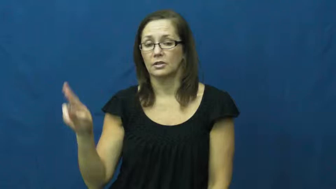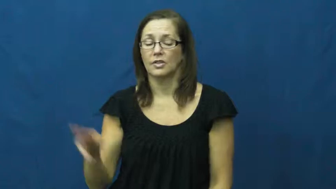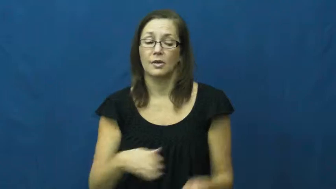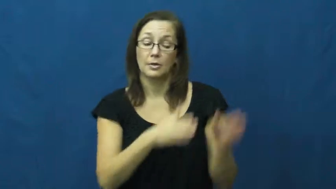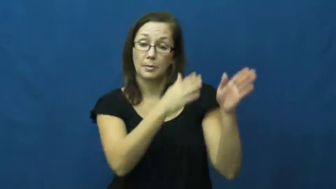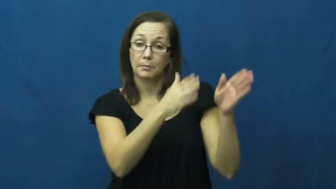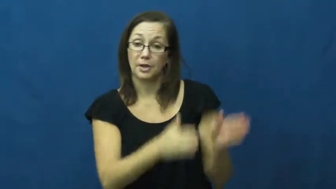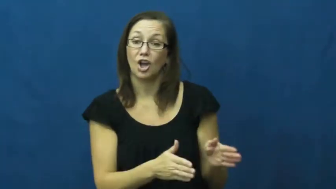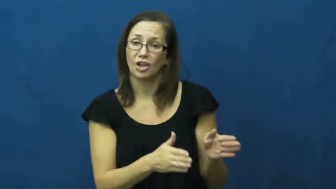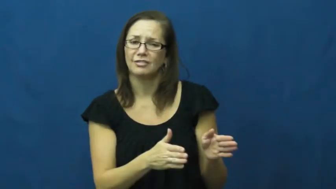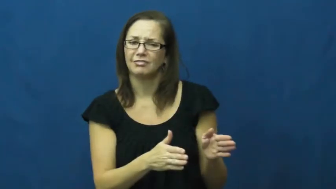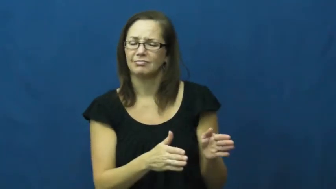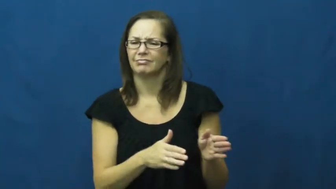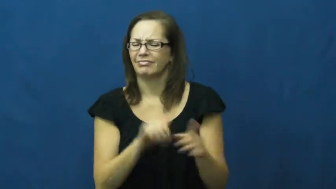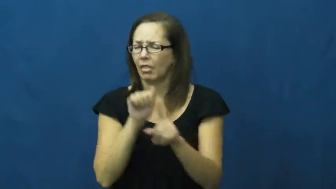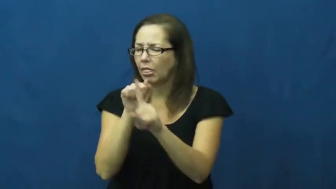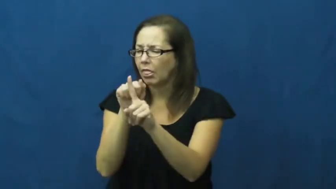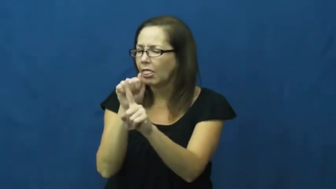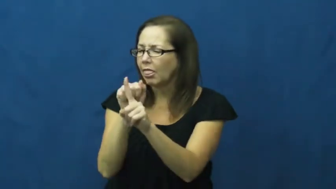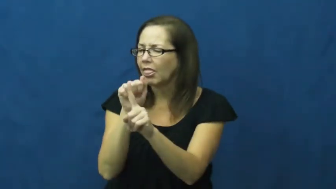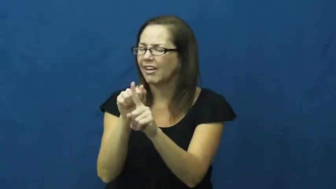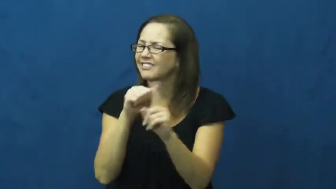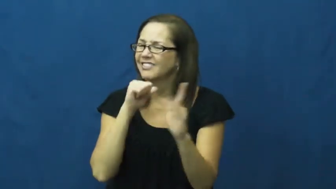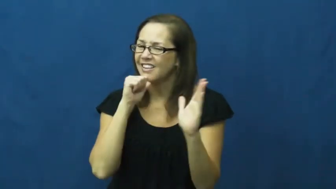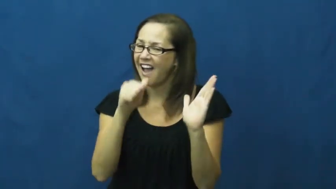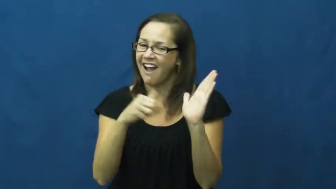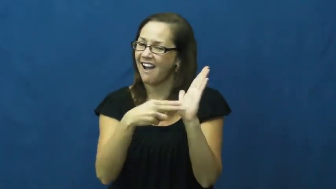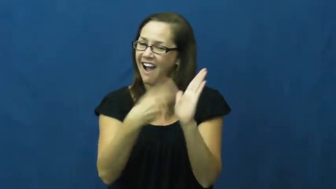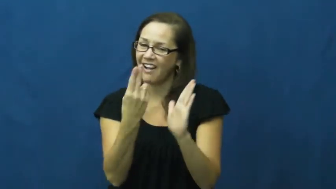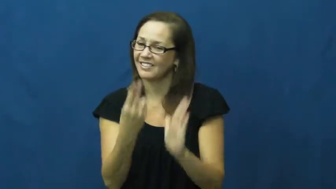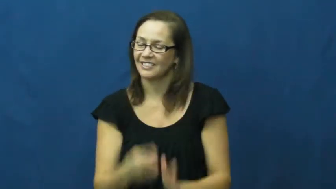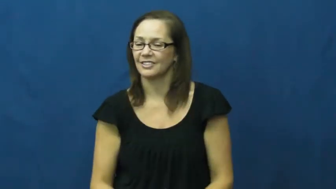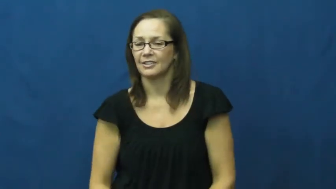trickster,charlatan,artificer,bilker,fleecer,fraudster,gypper,artifice,fox